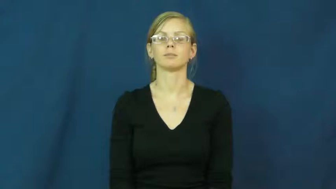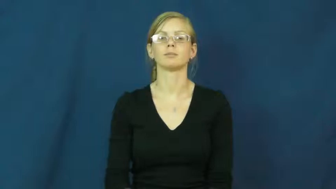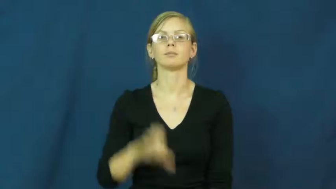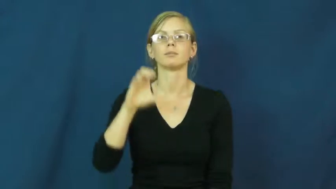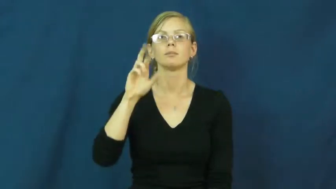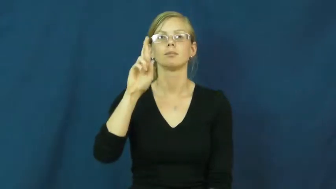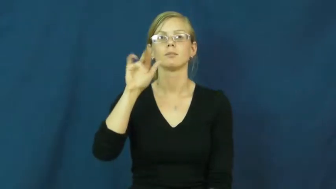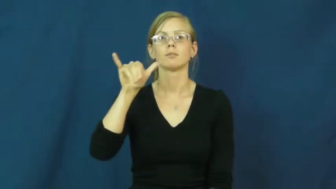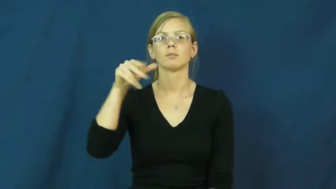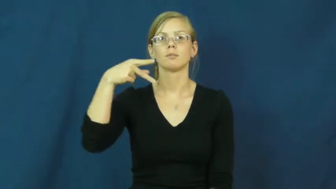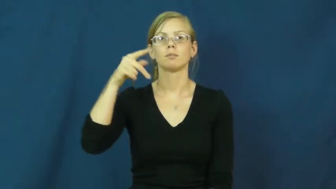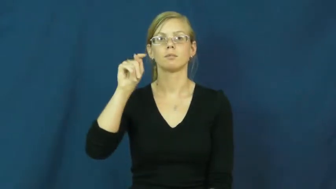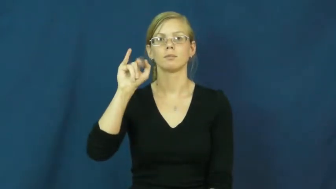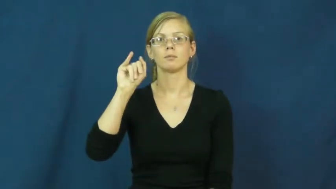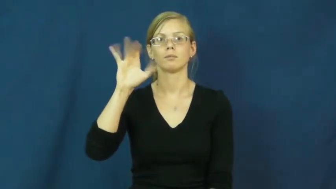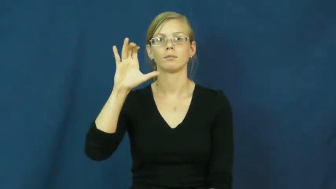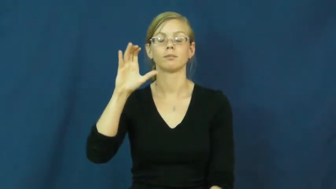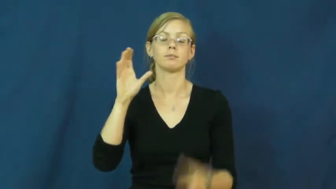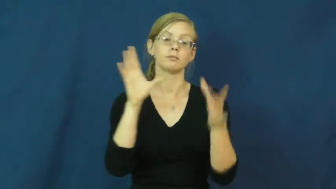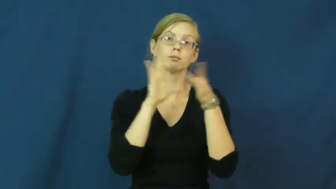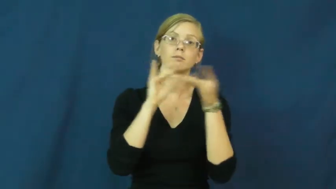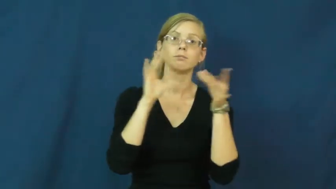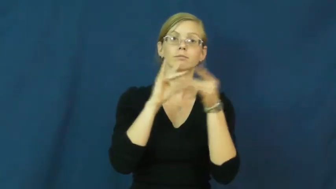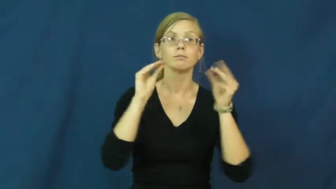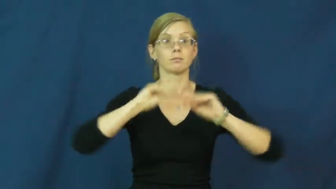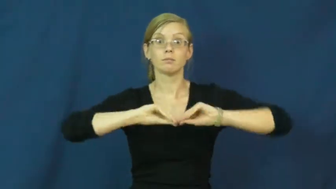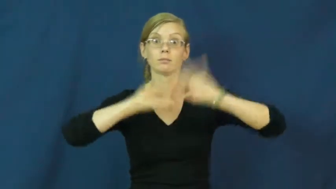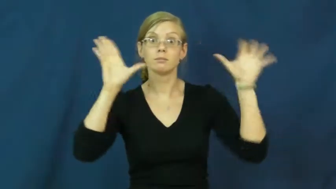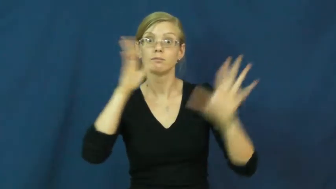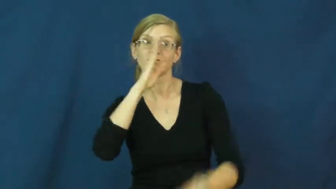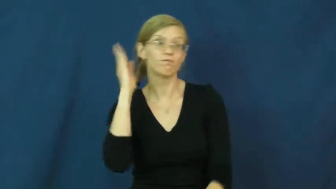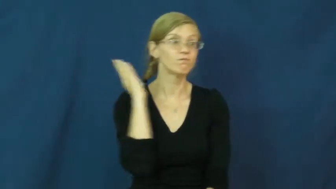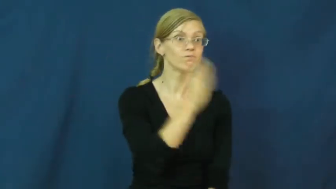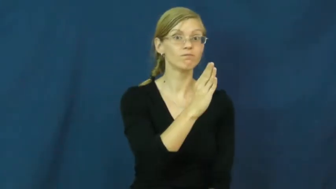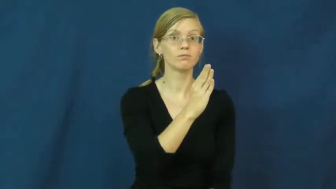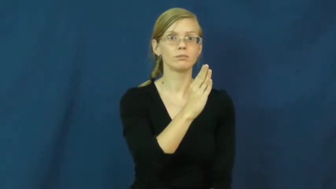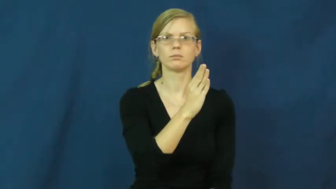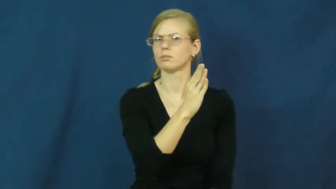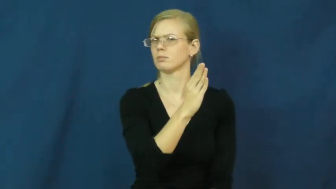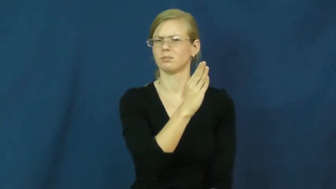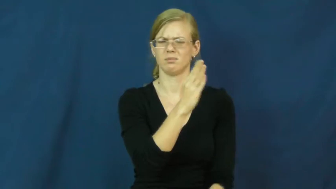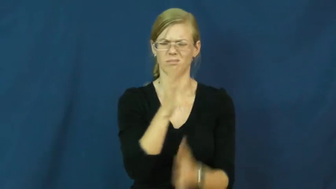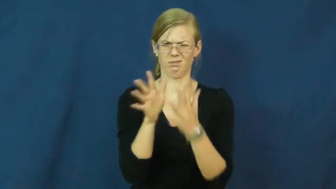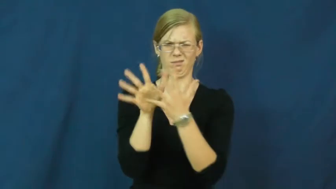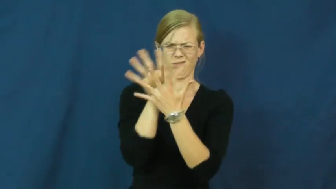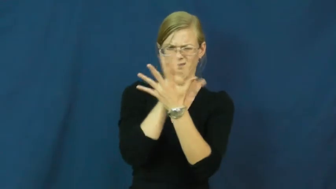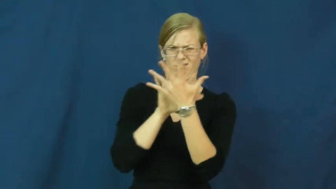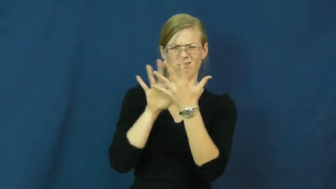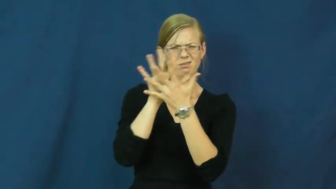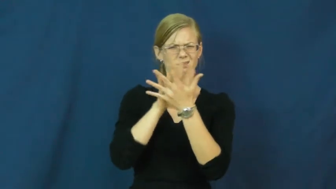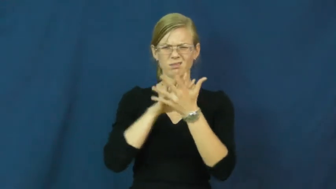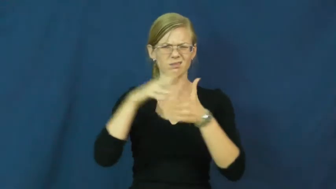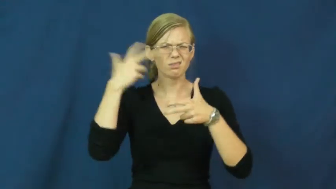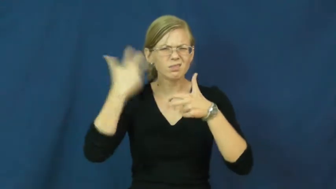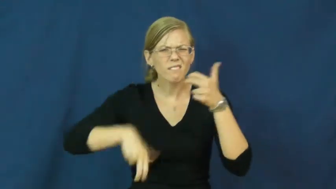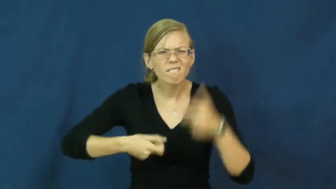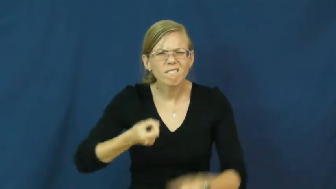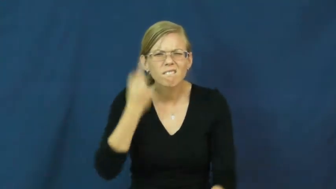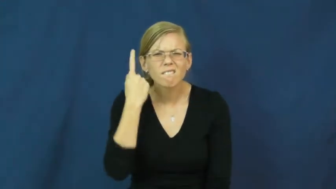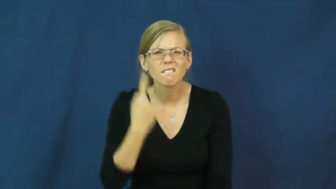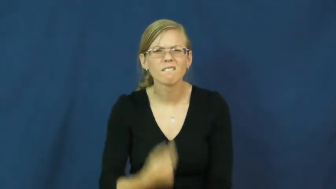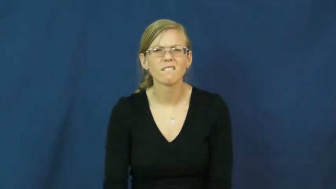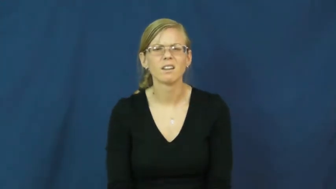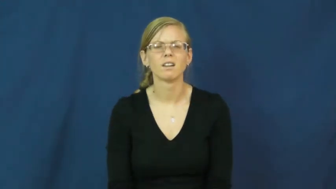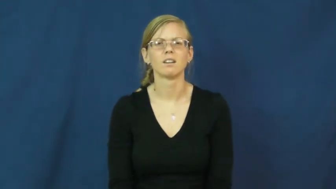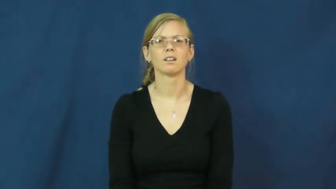cryptic